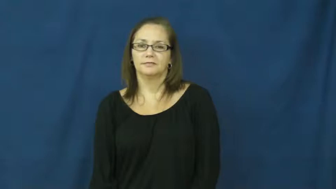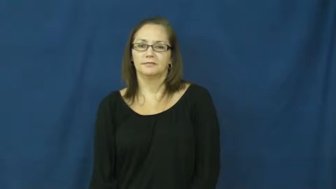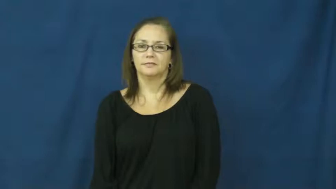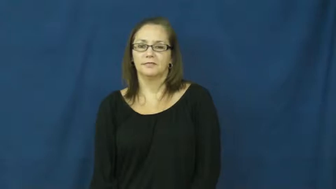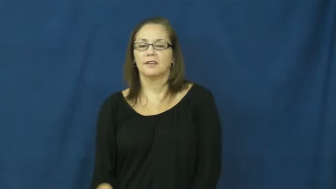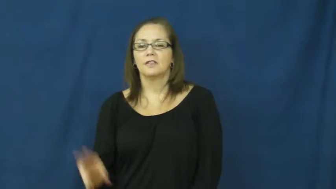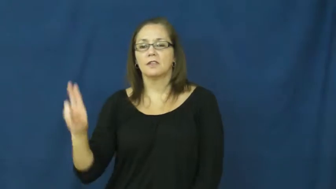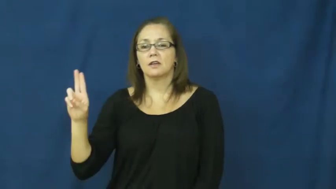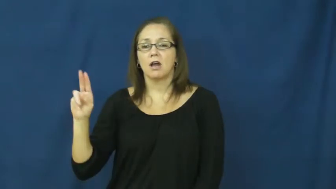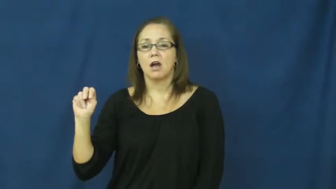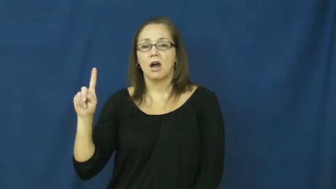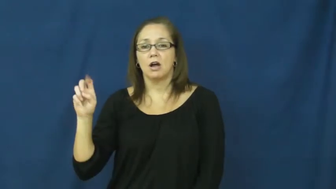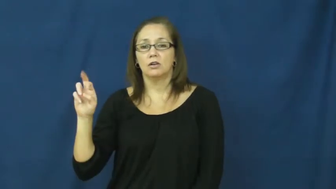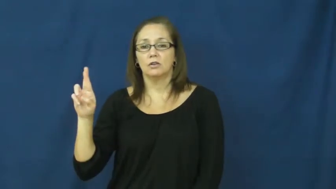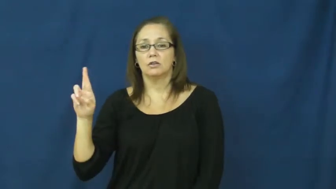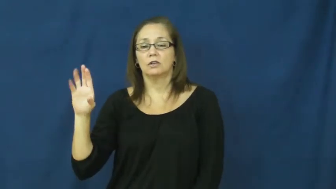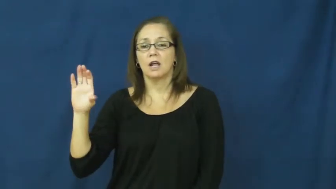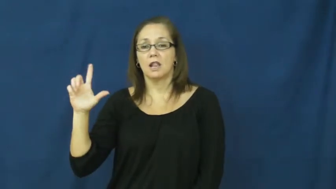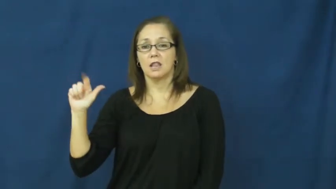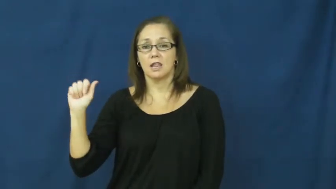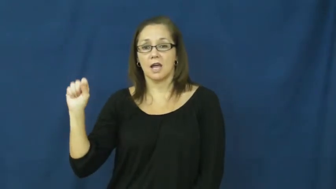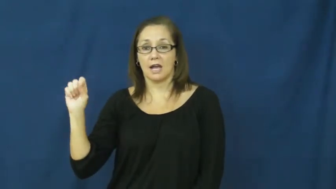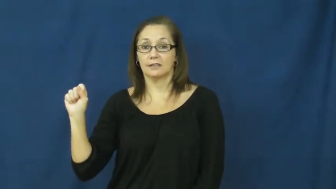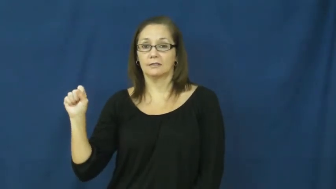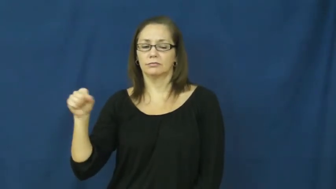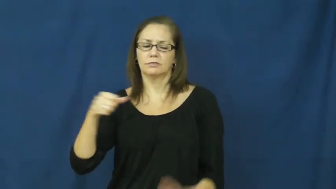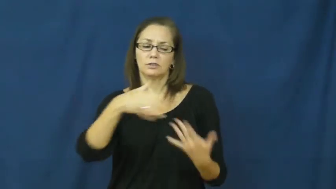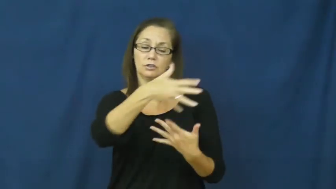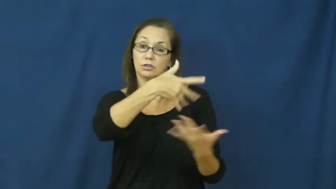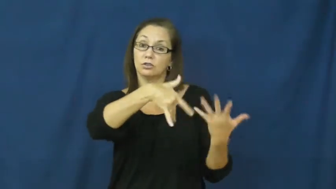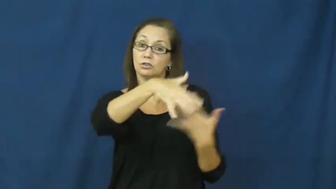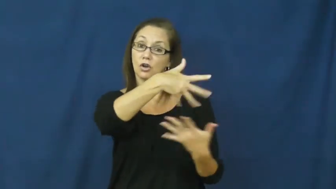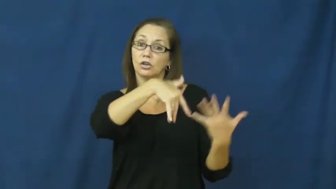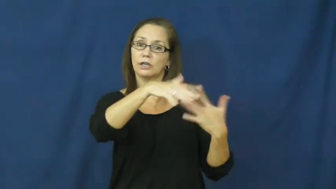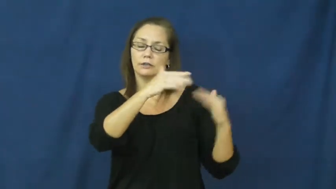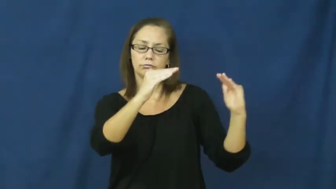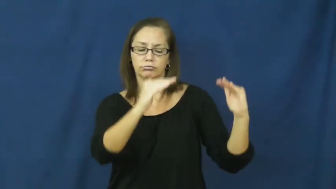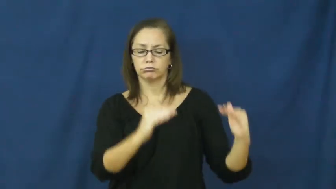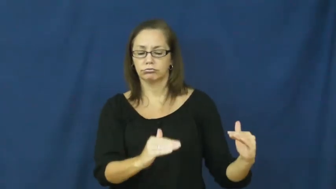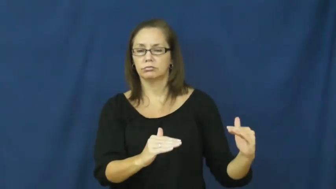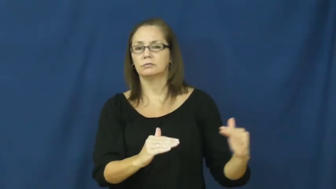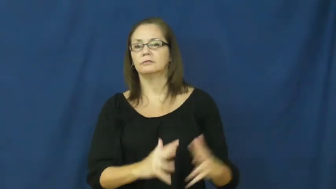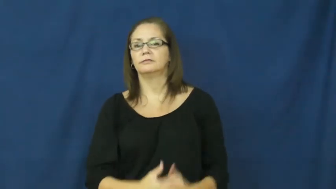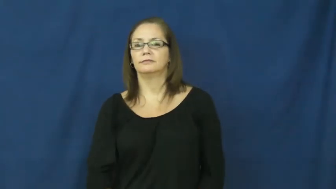underclass